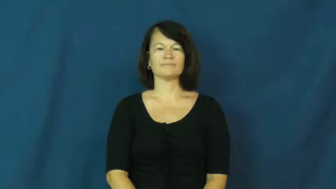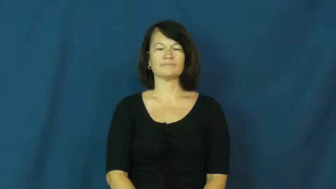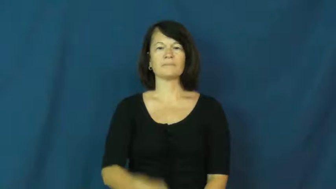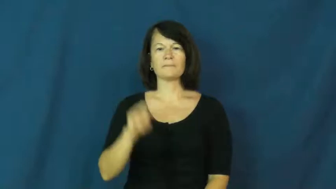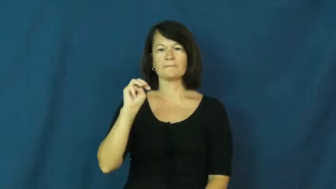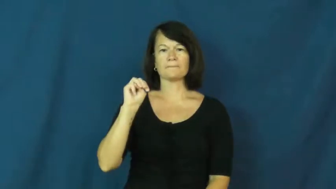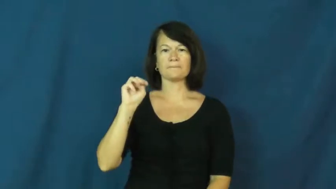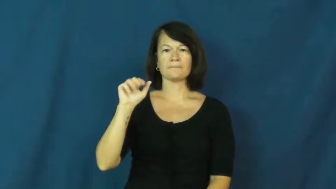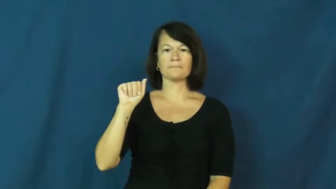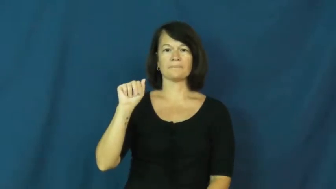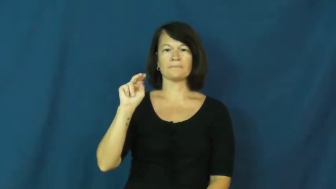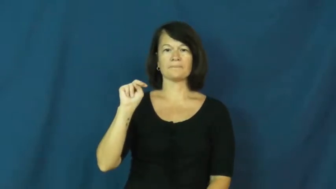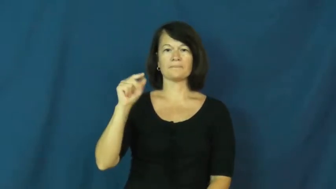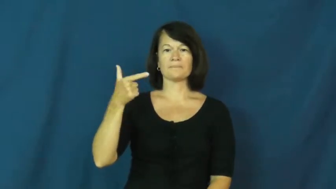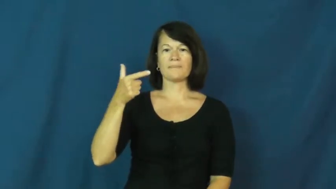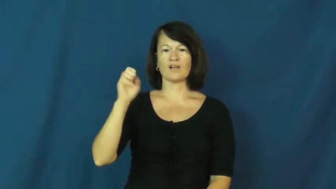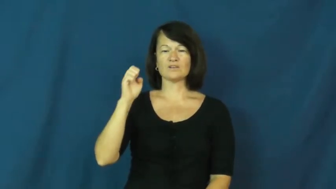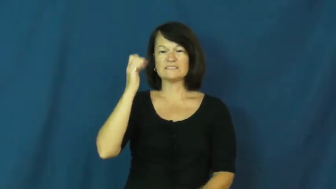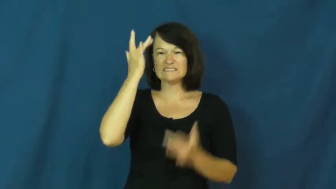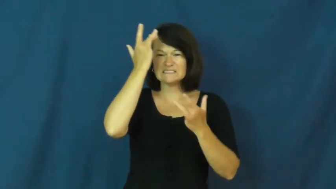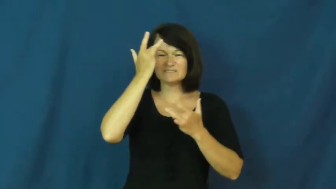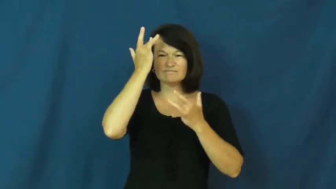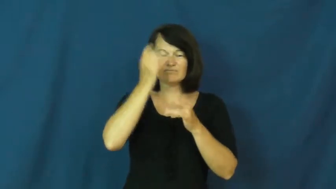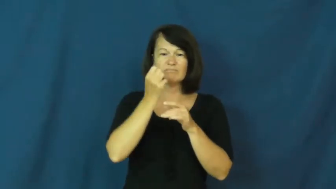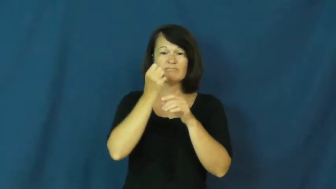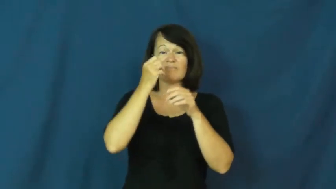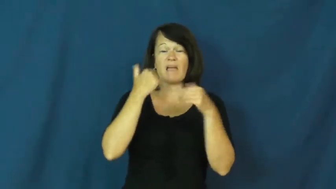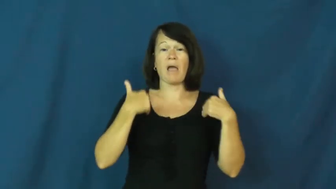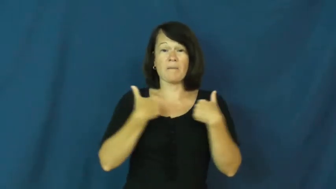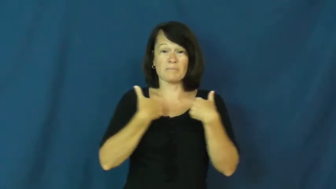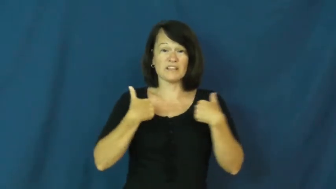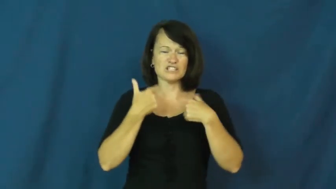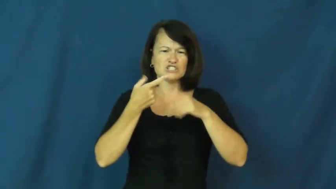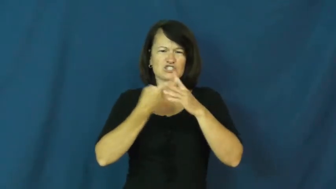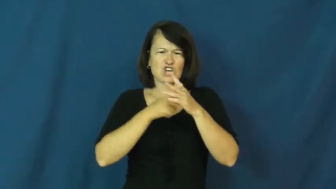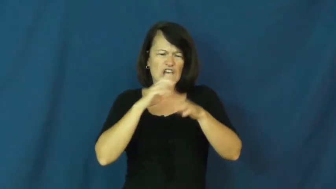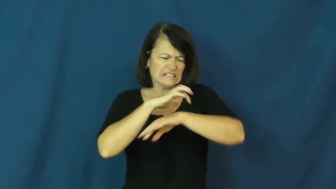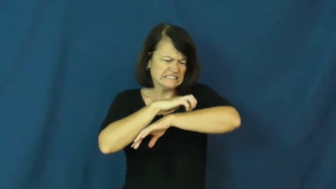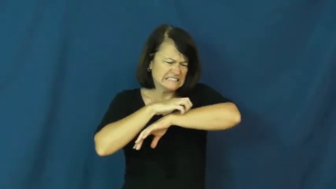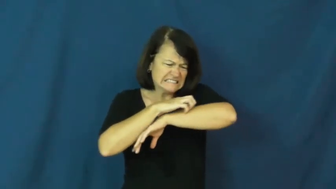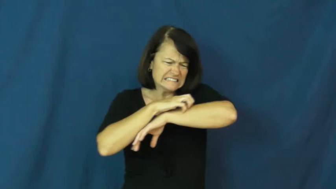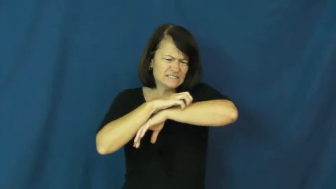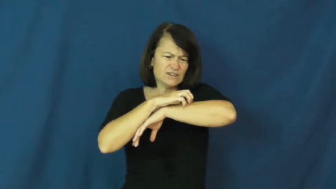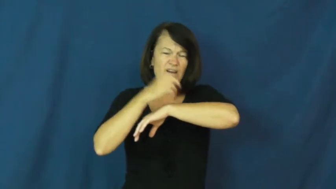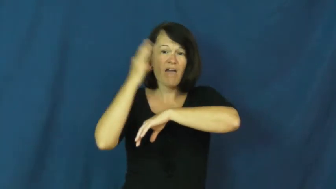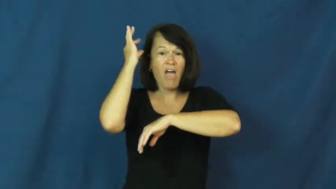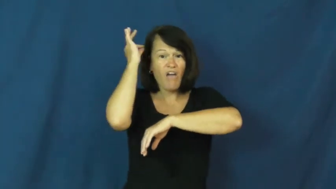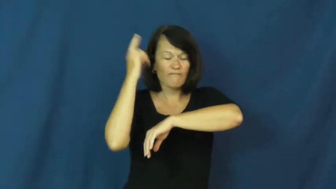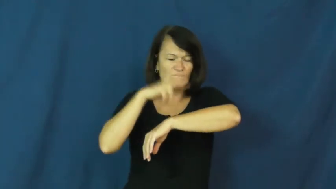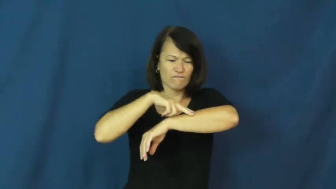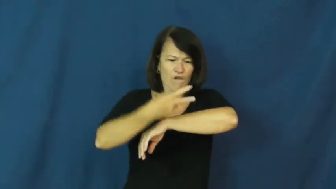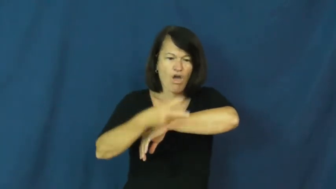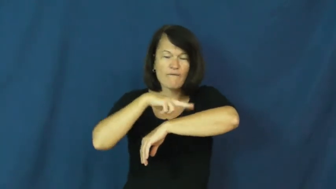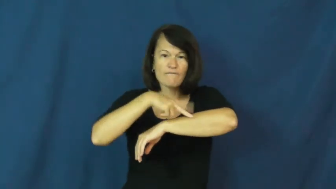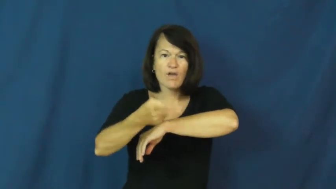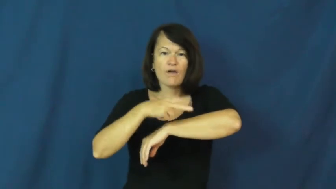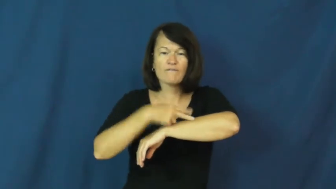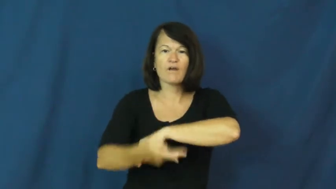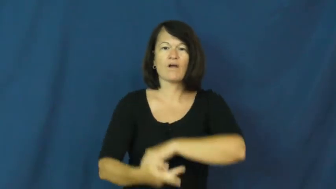mange